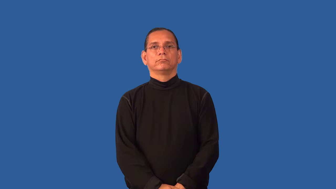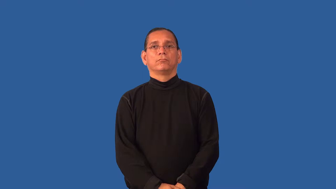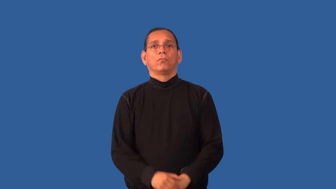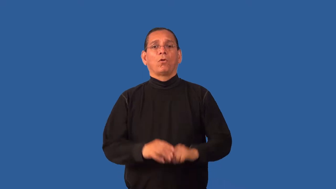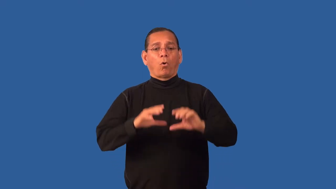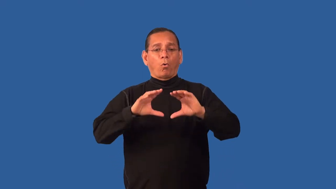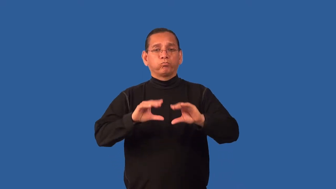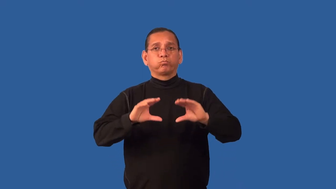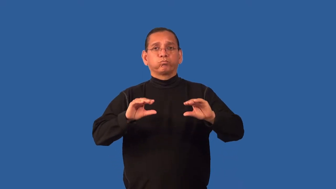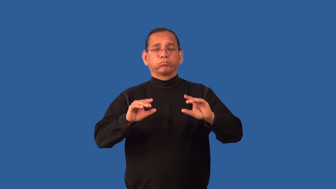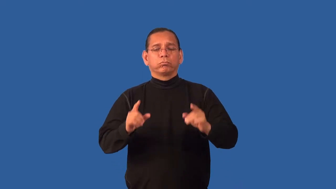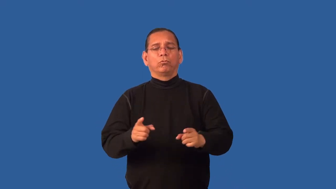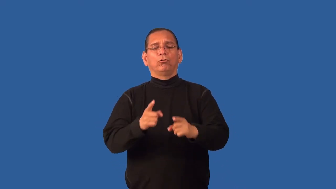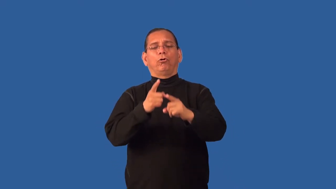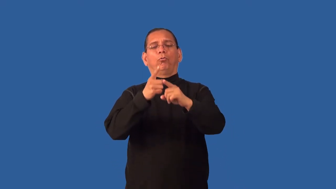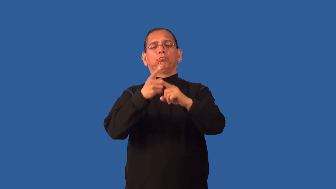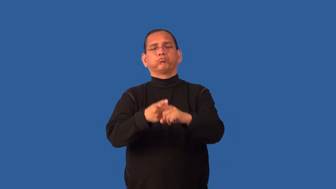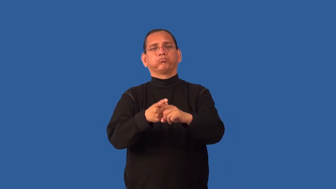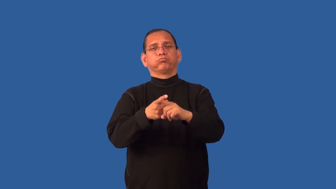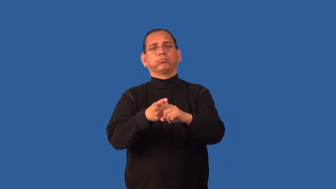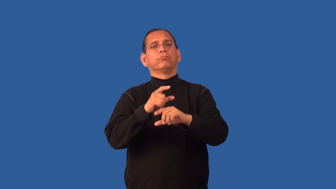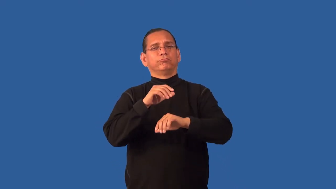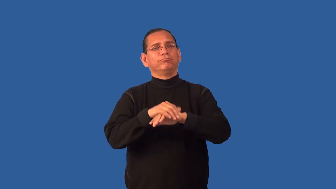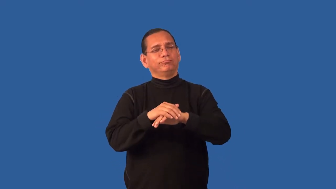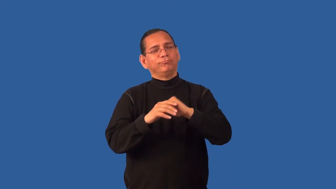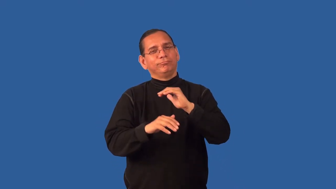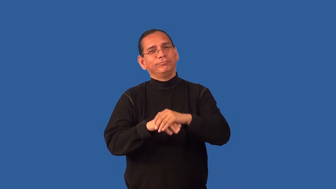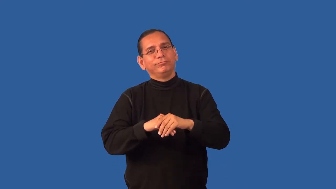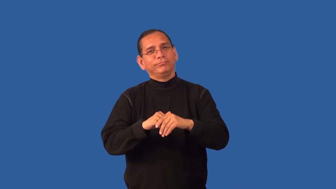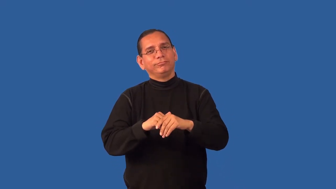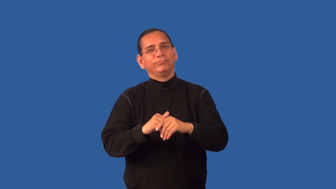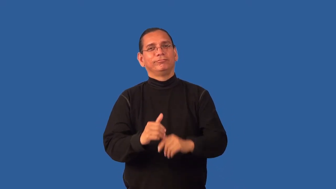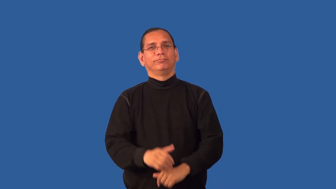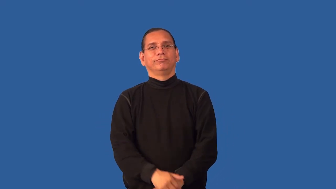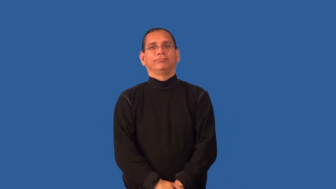ensconce